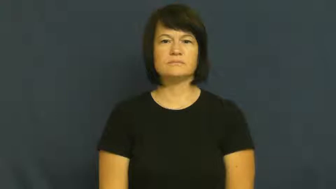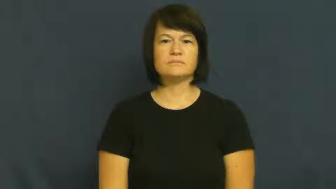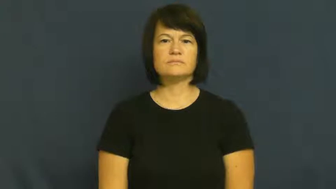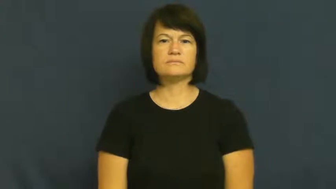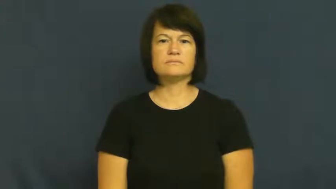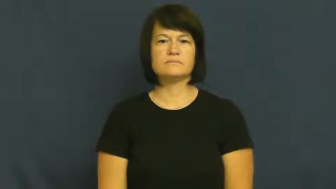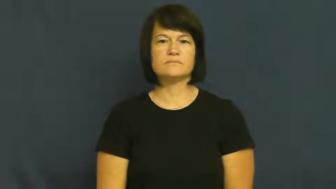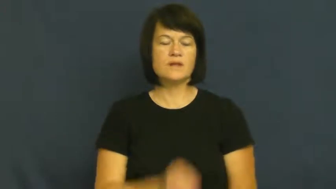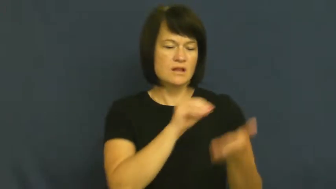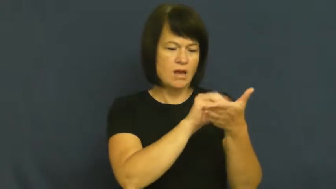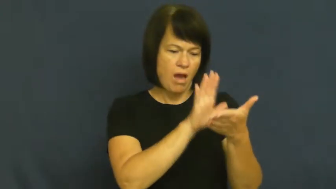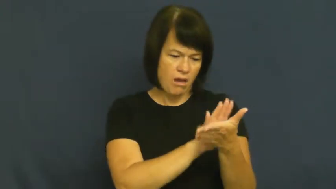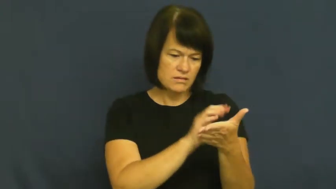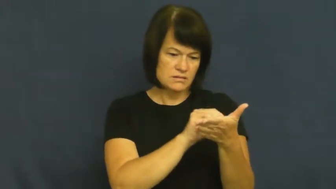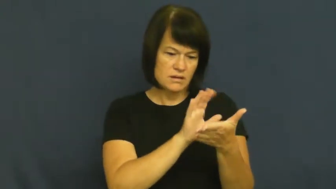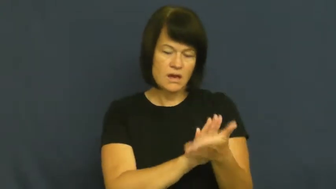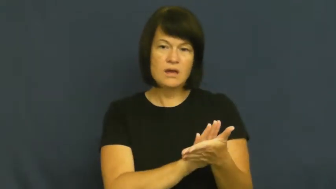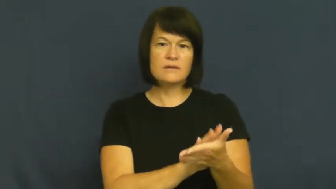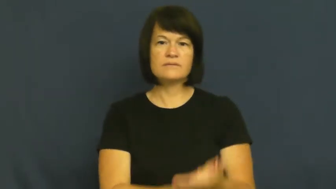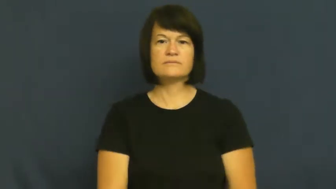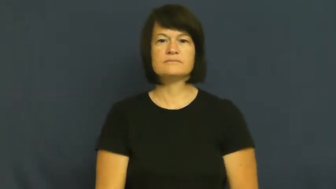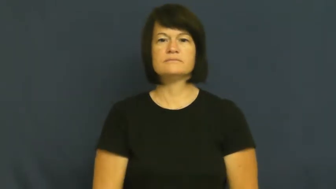log-record